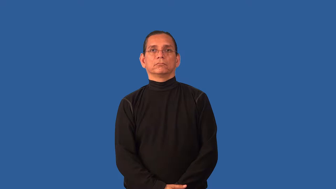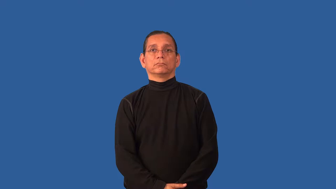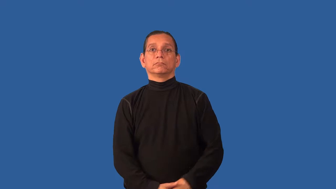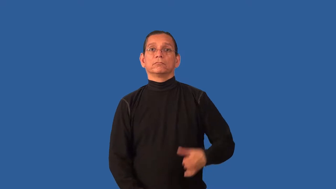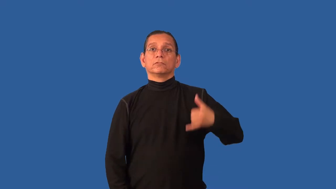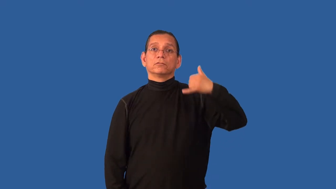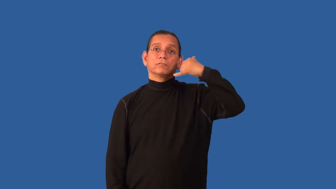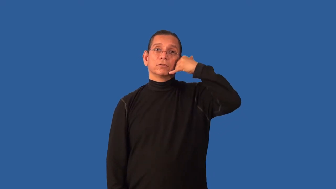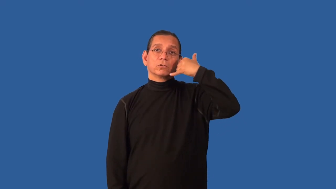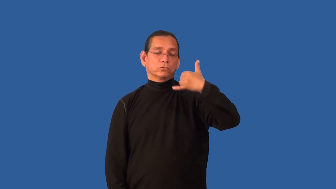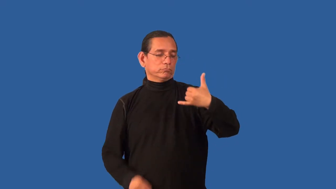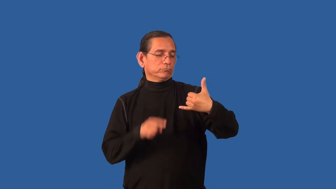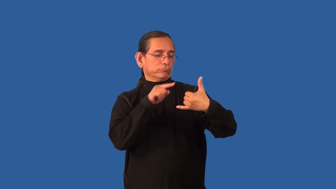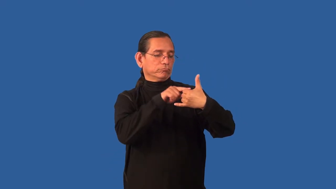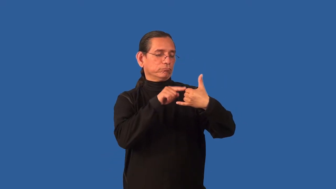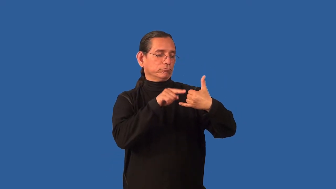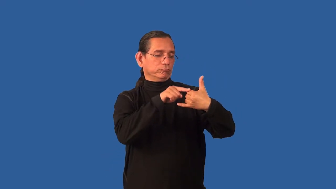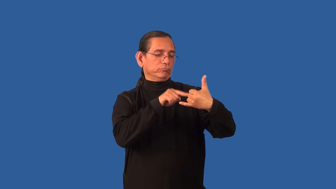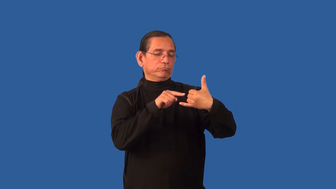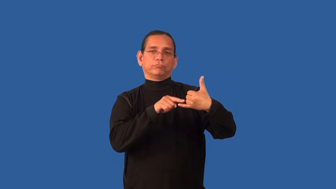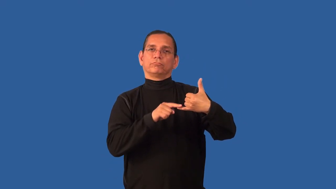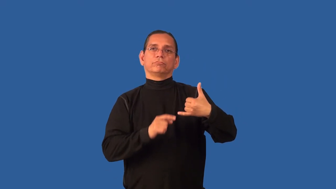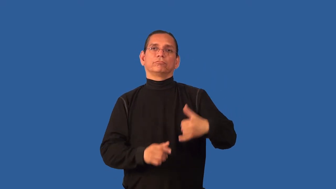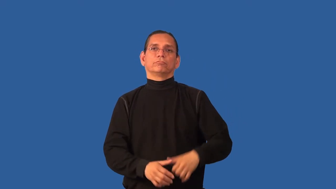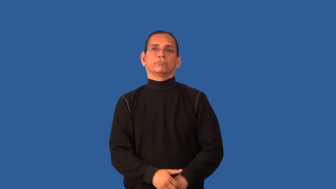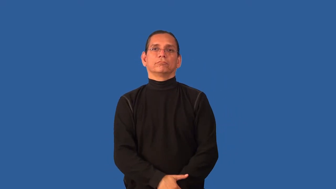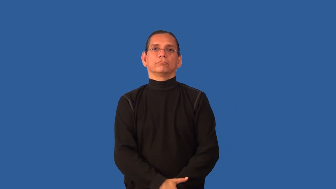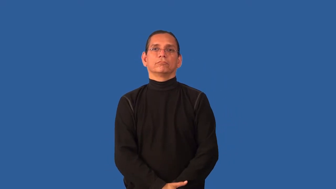button-on phone